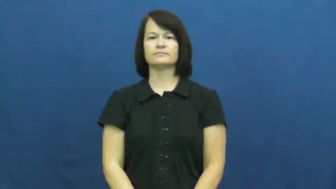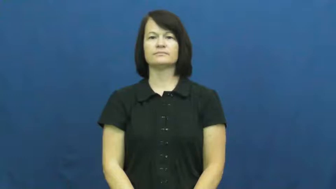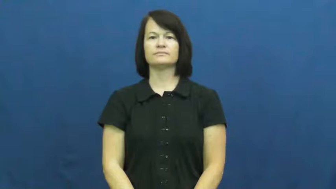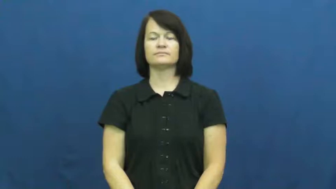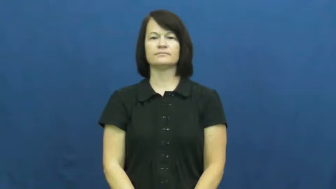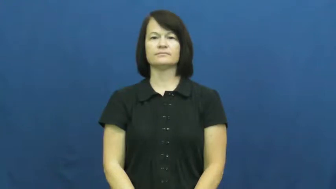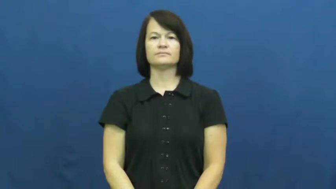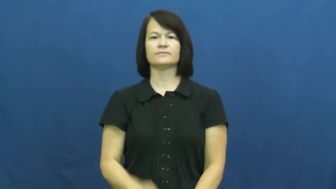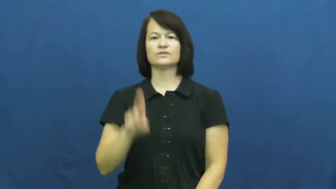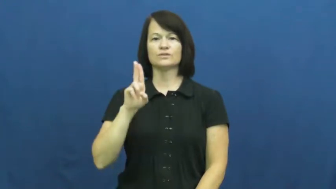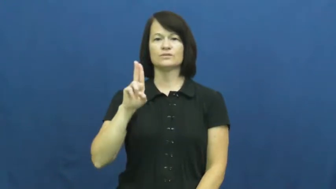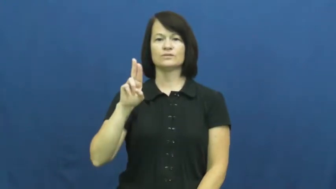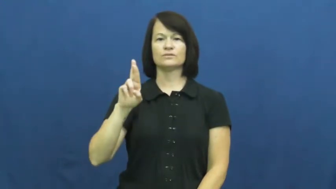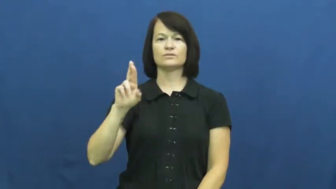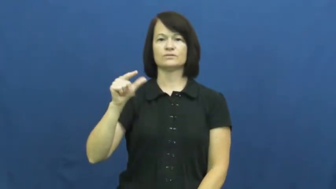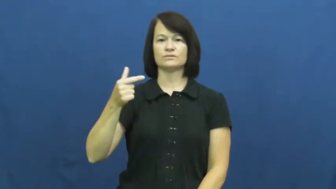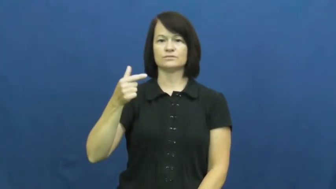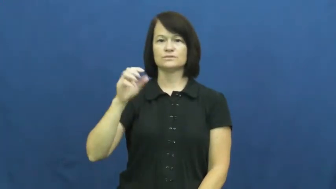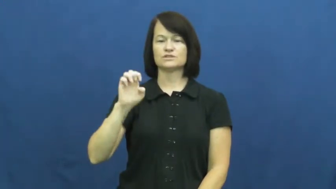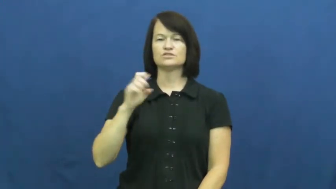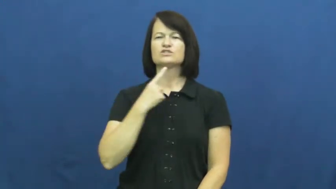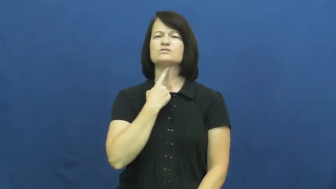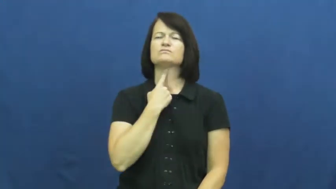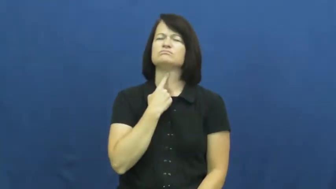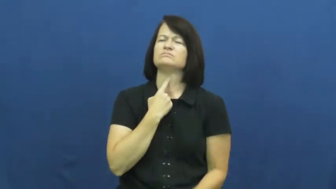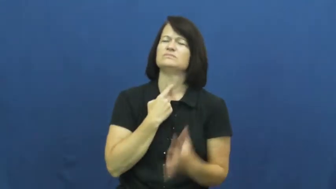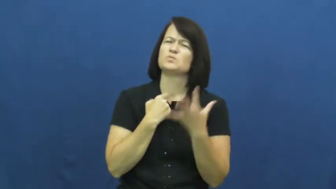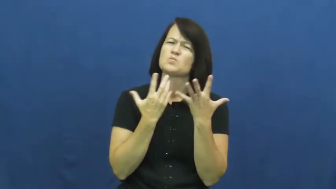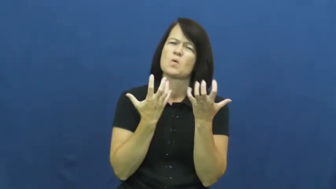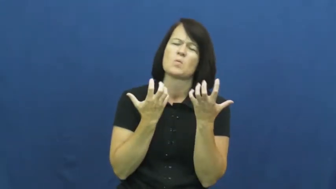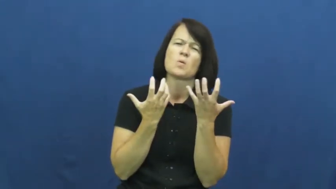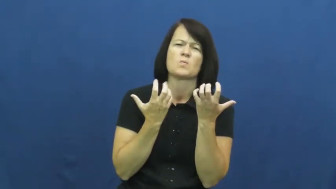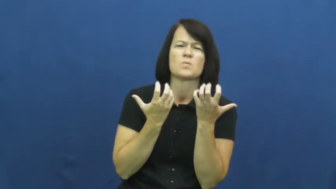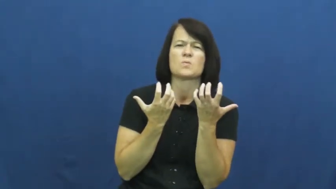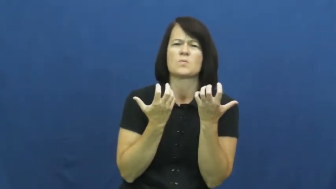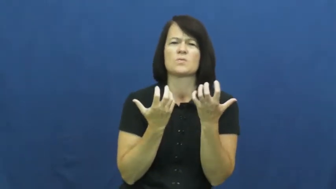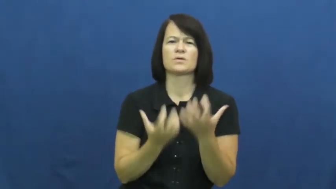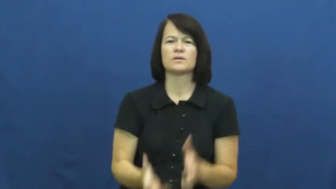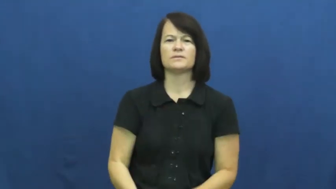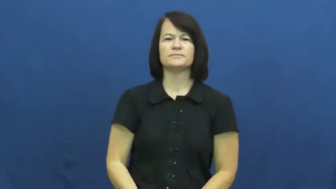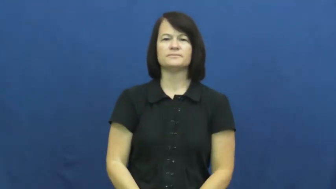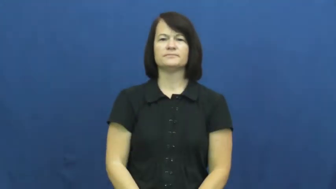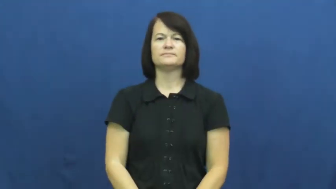urge-desire